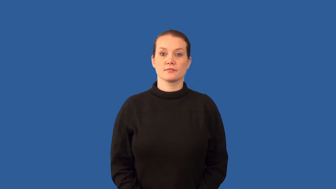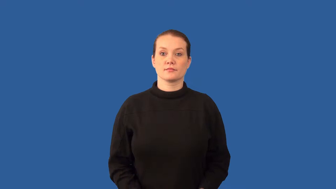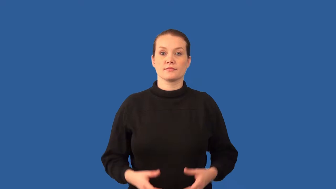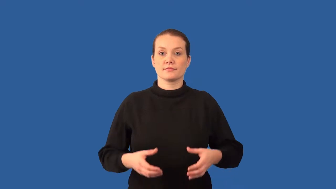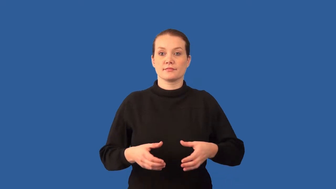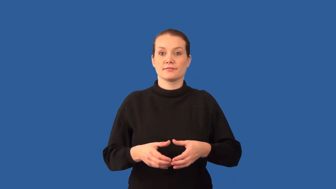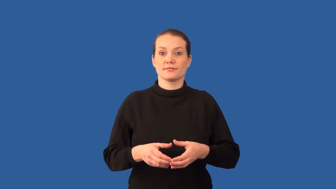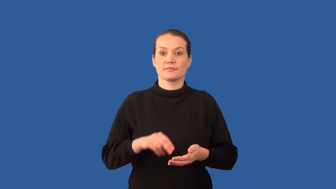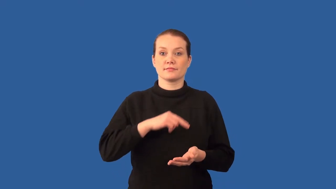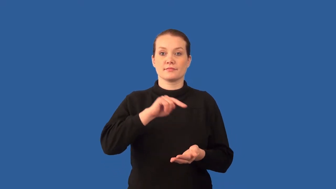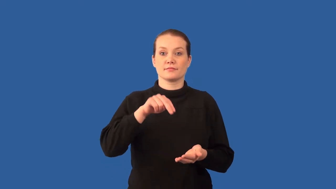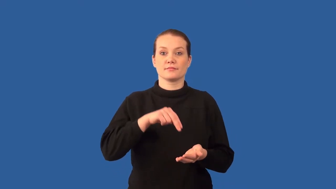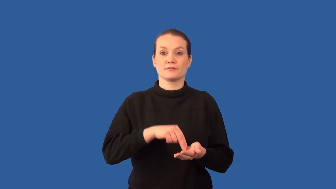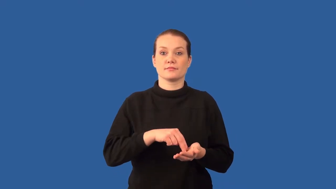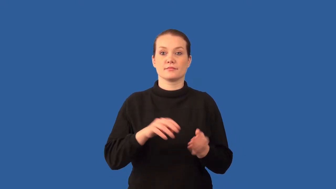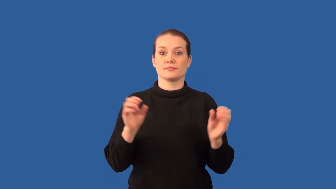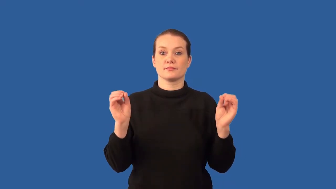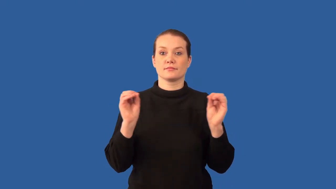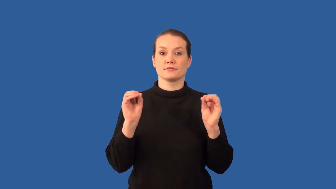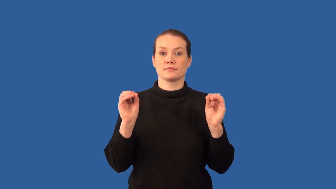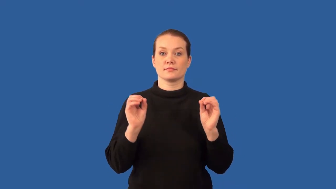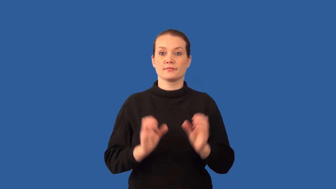prokaryotes